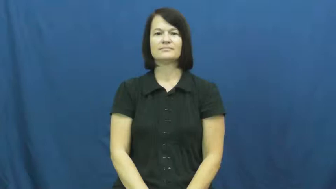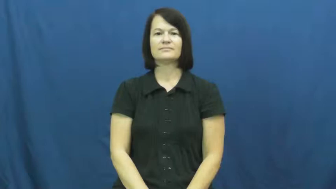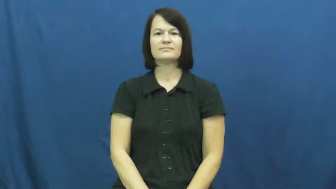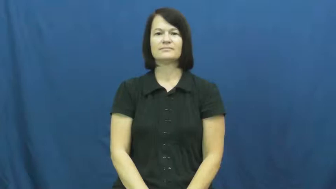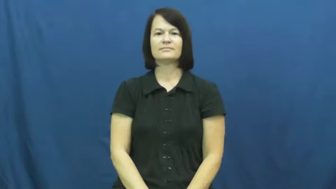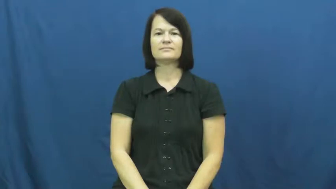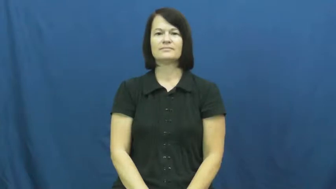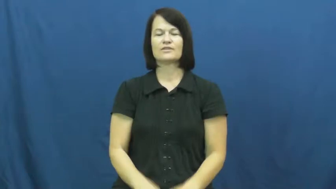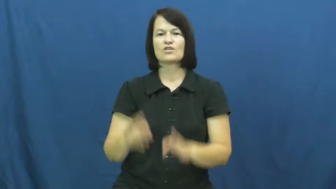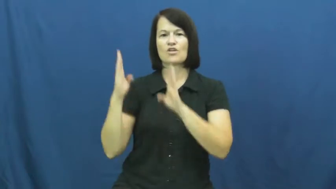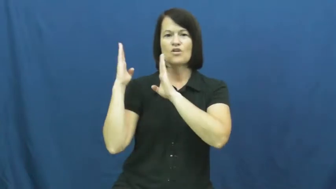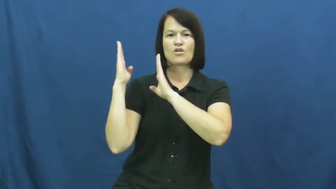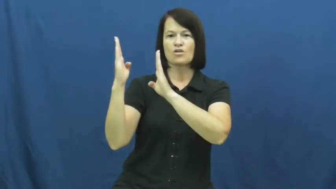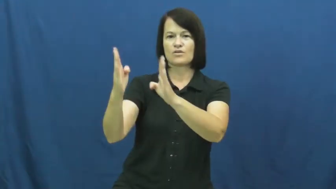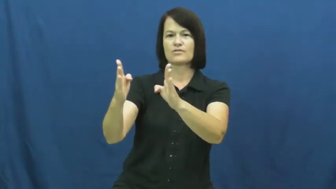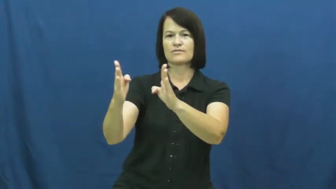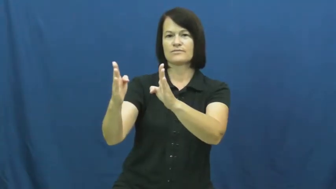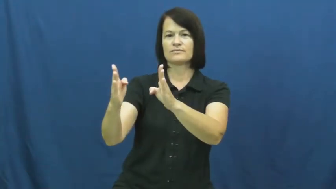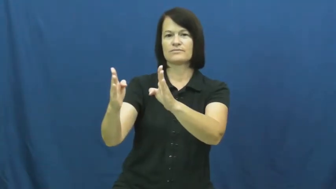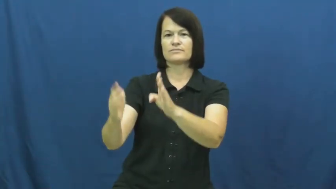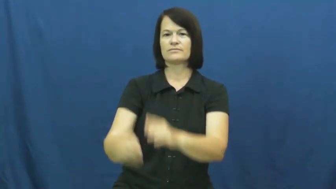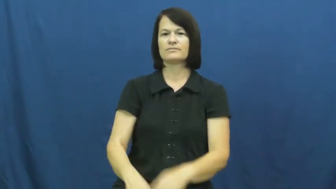corridor-long area